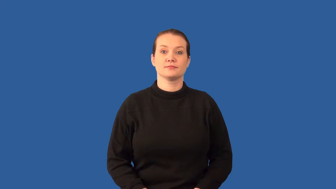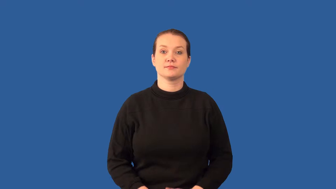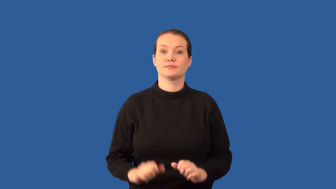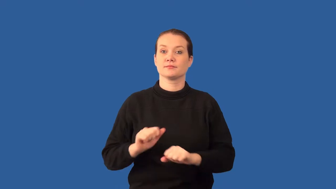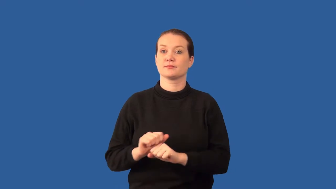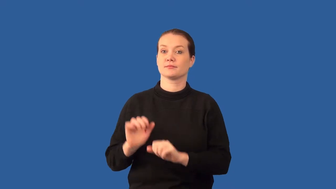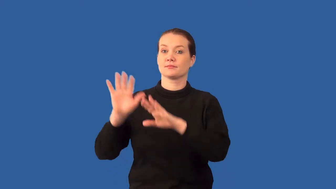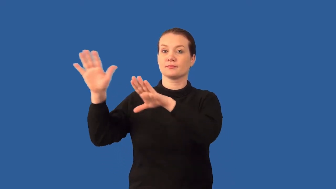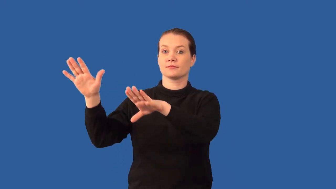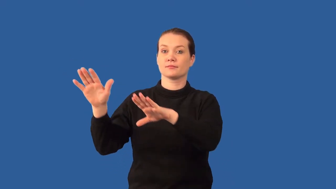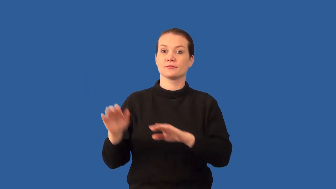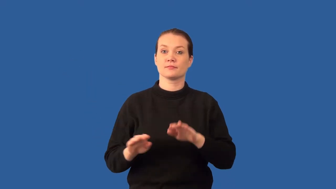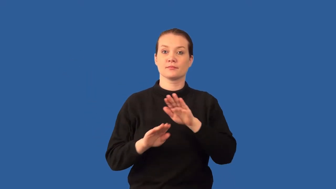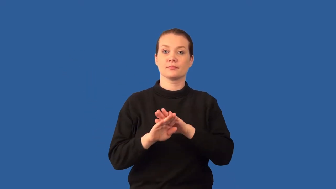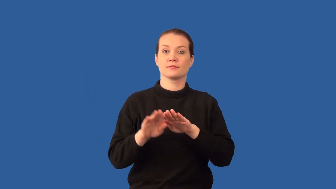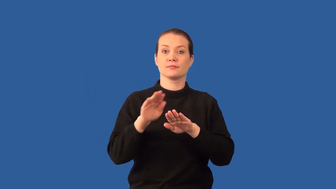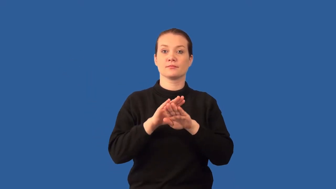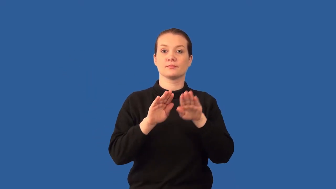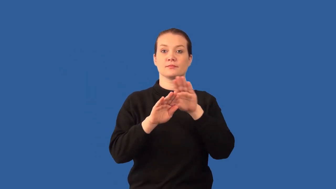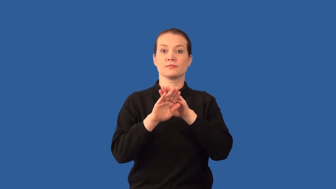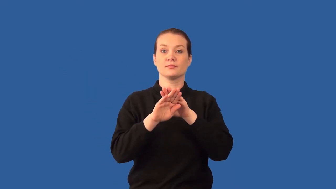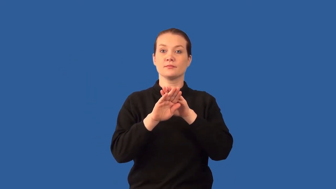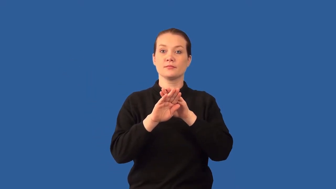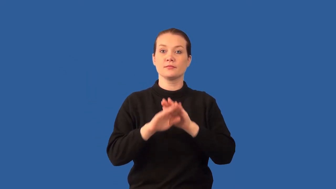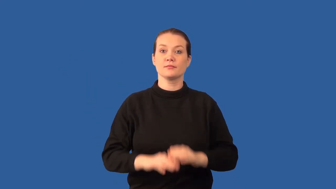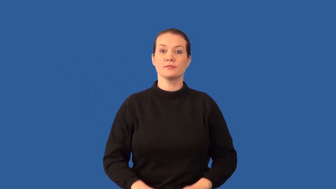folded- mountains